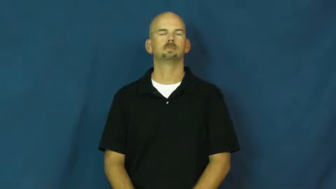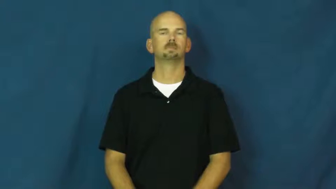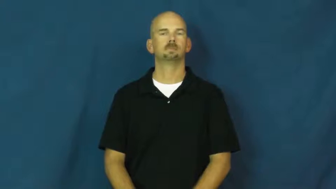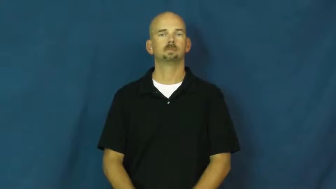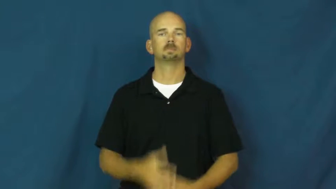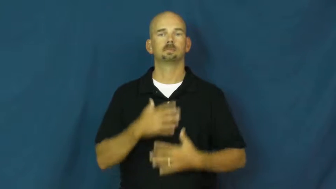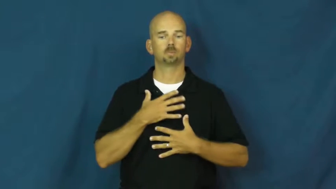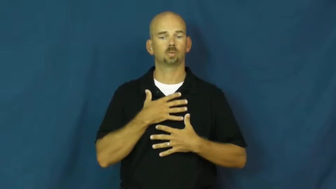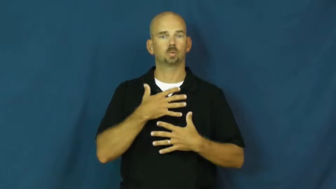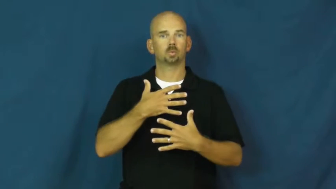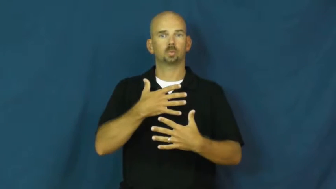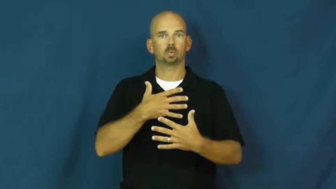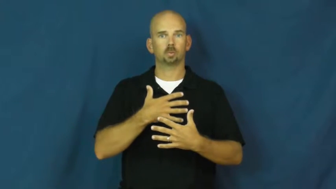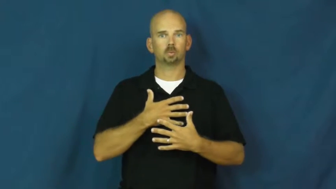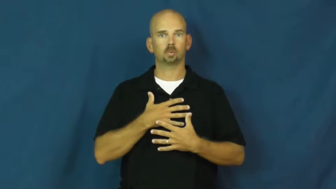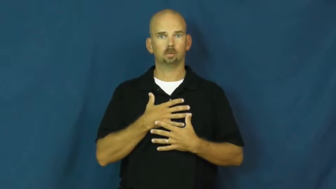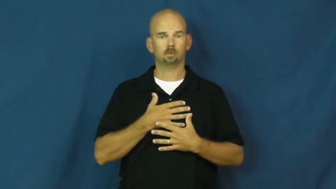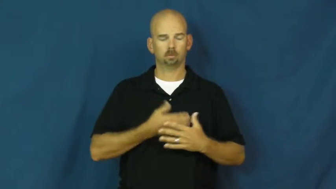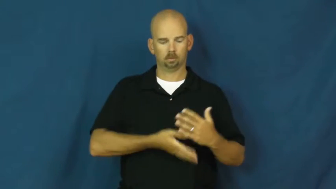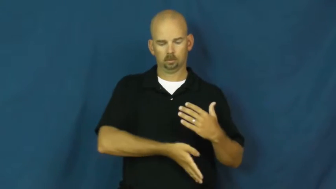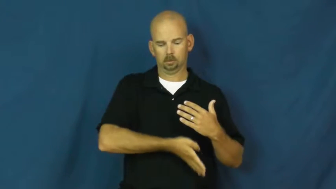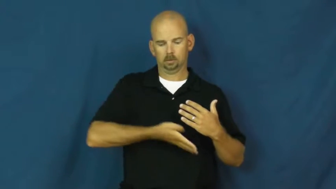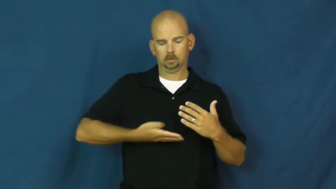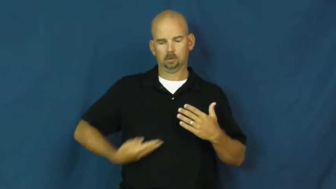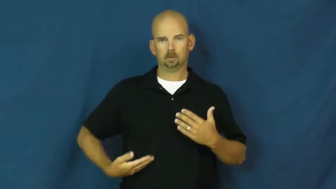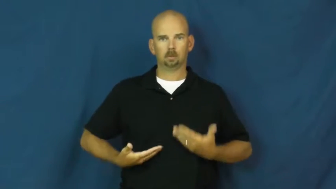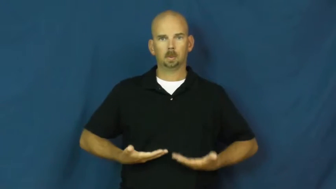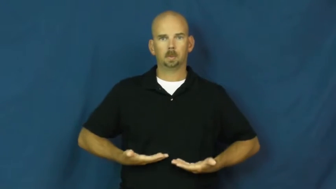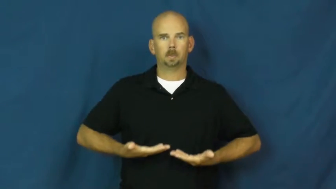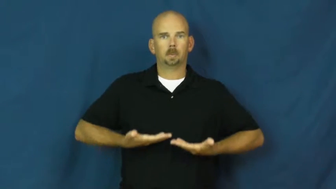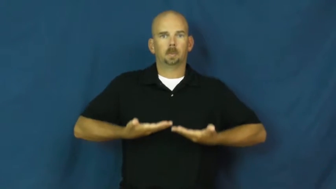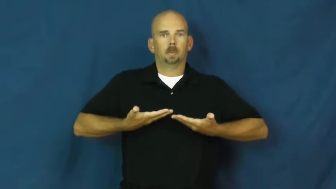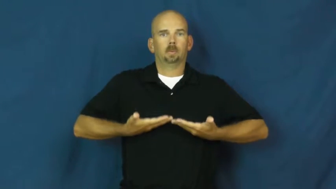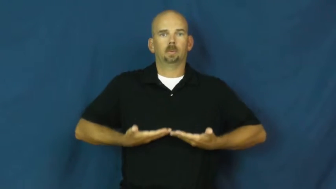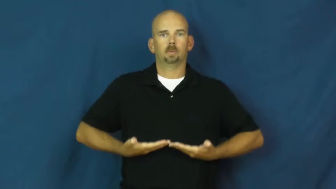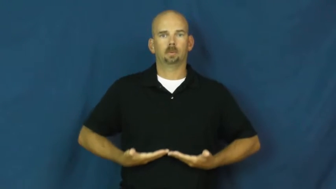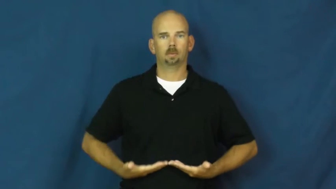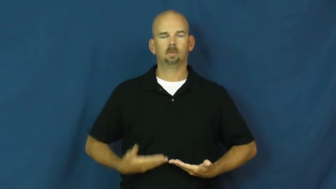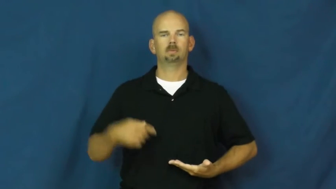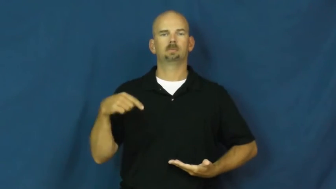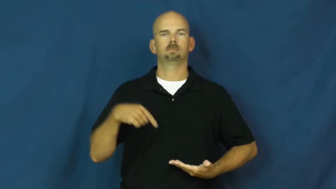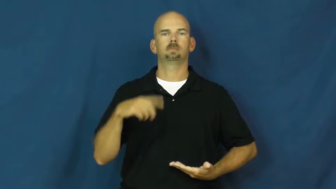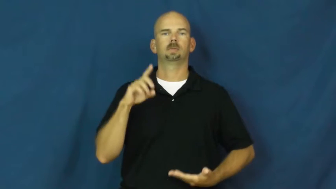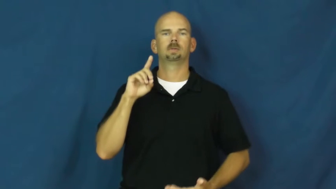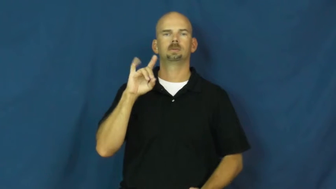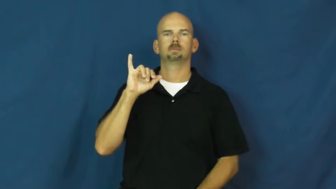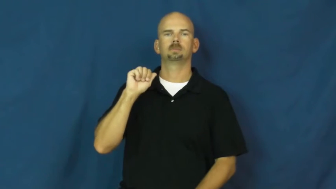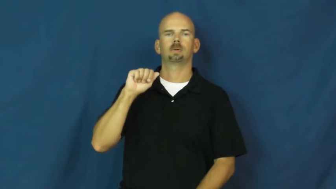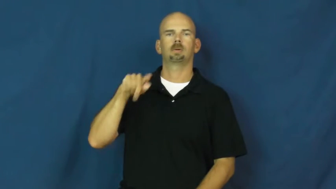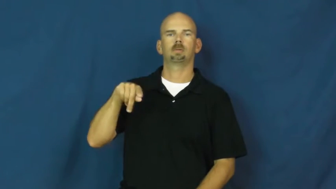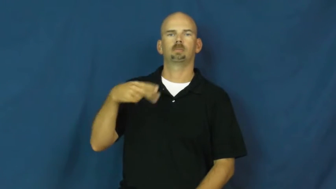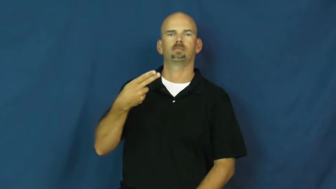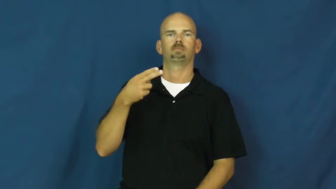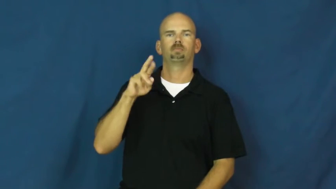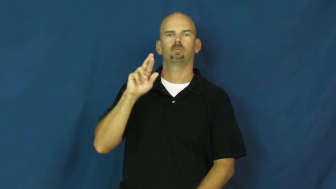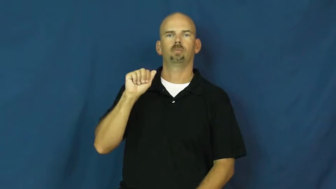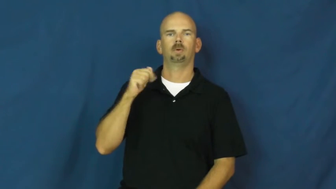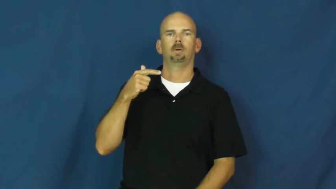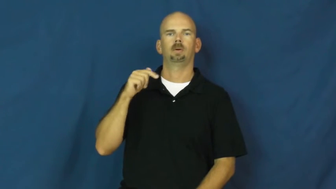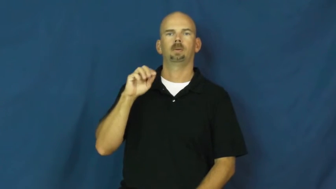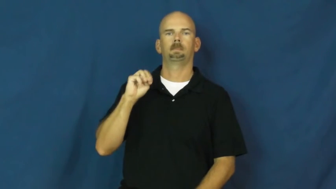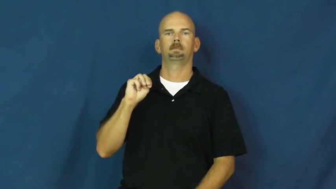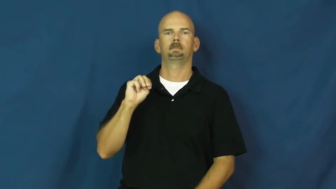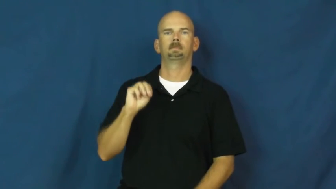diaphragm